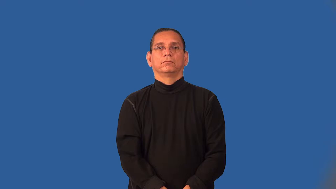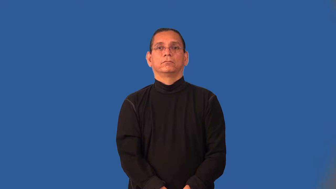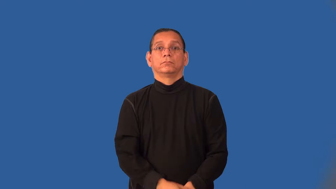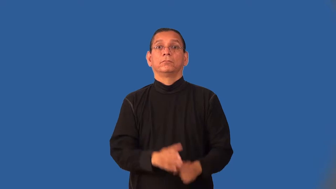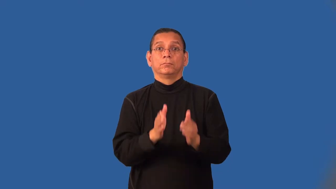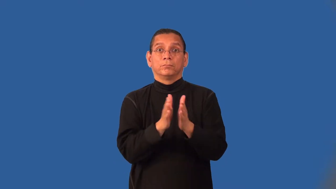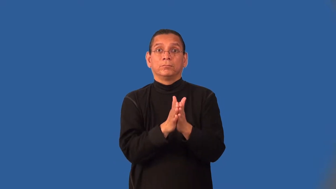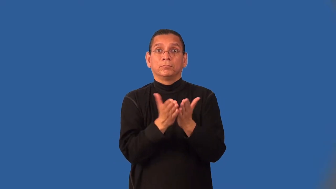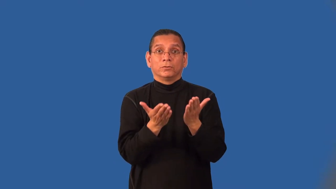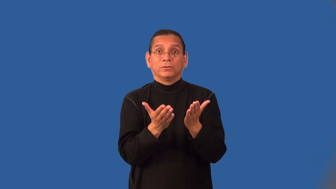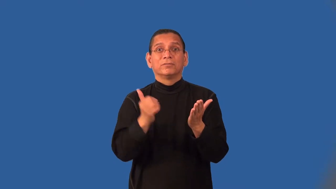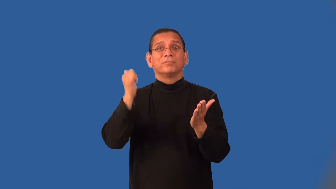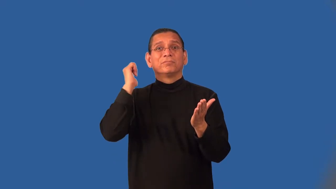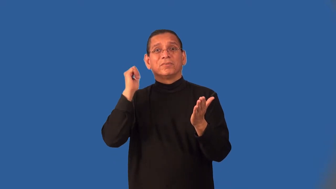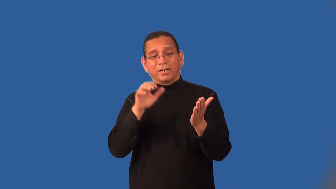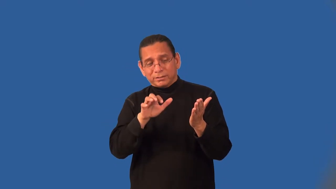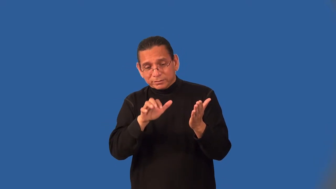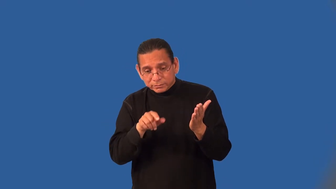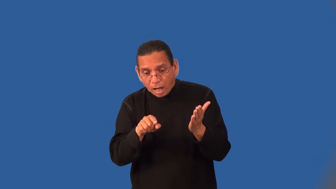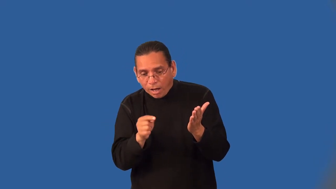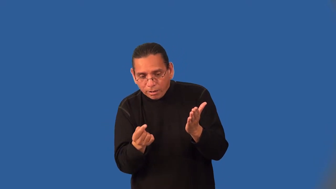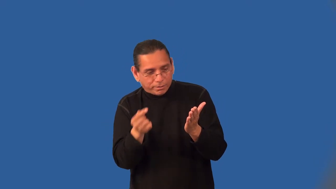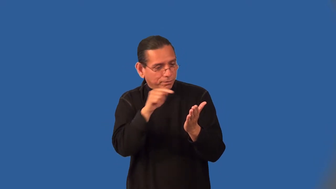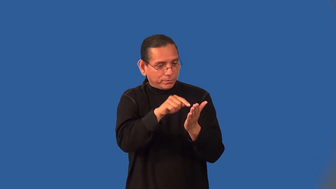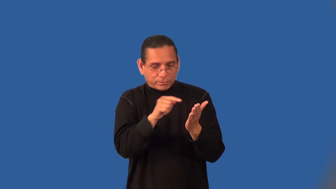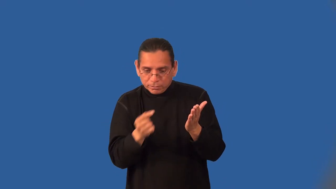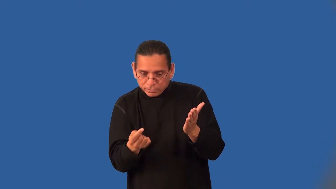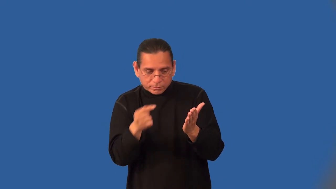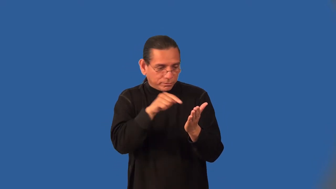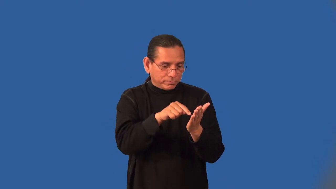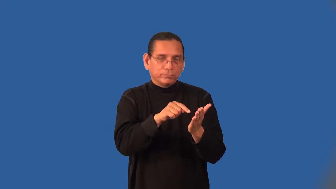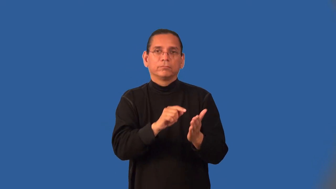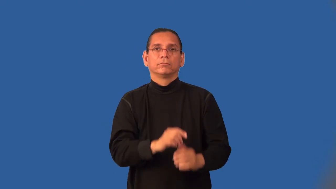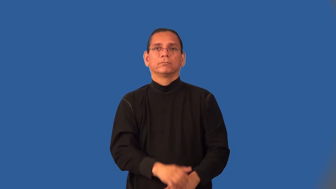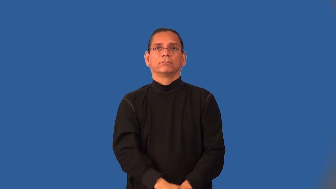index